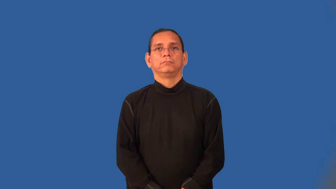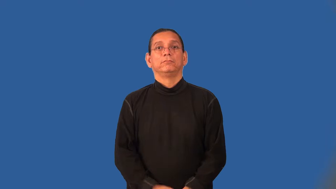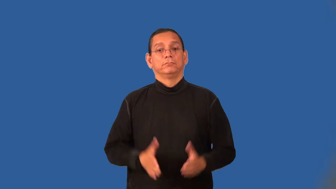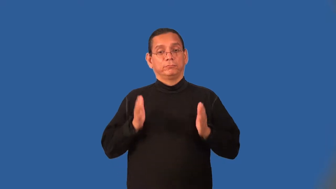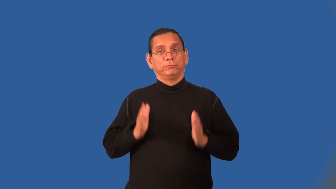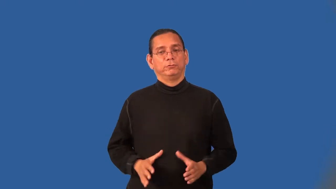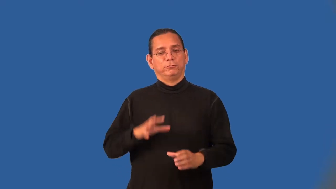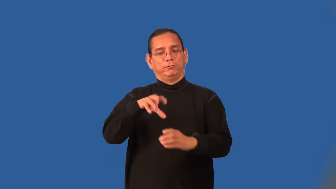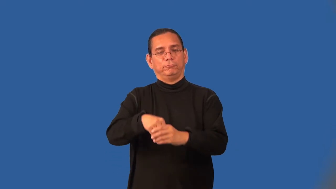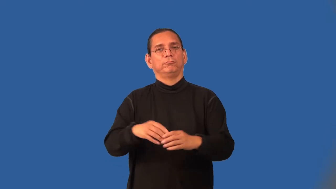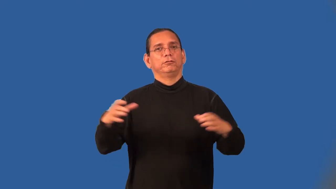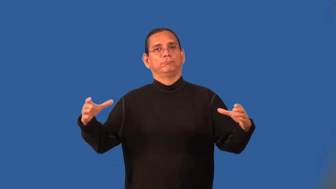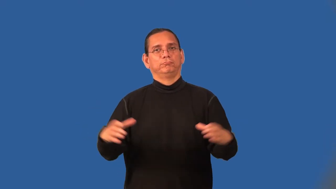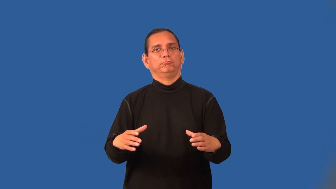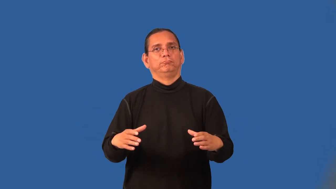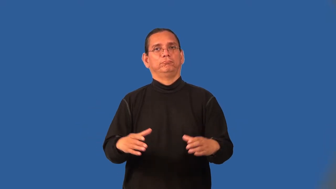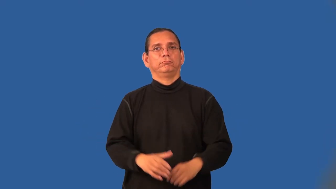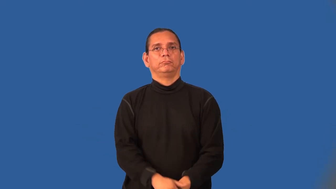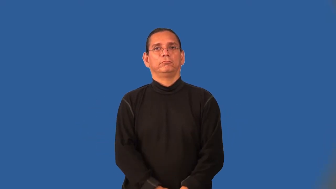clansman